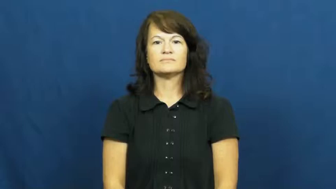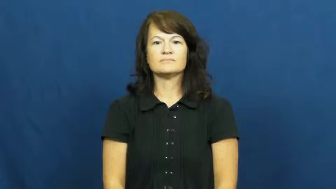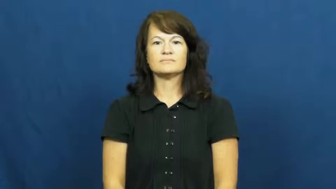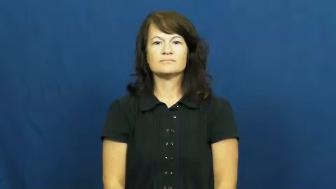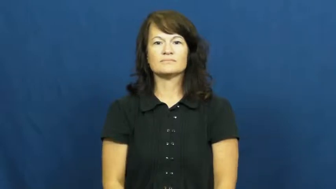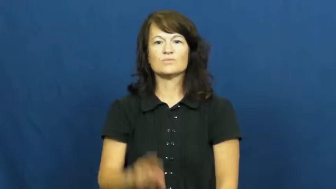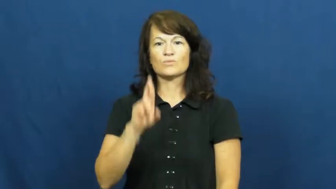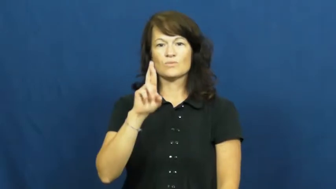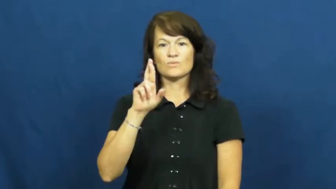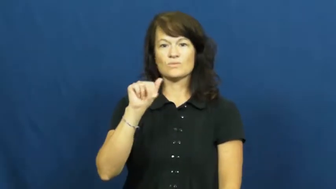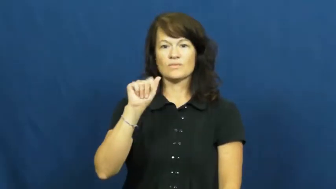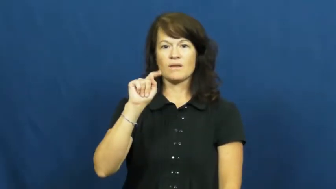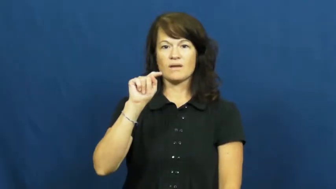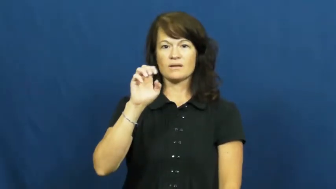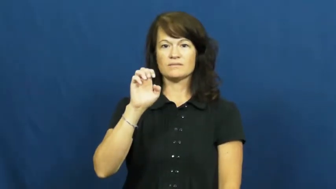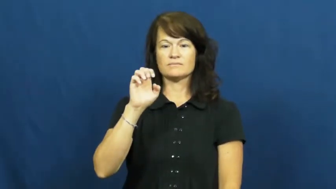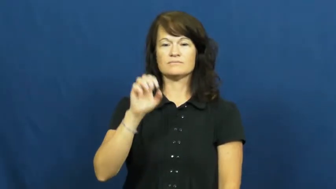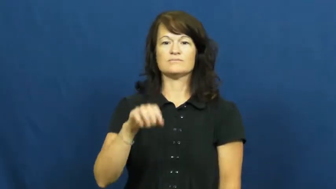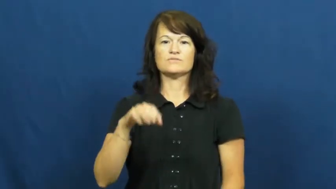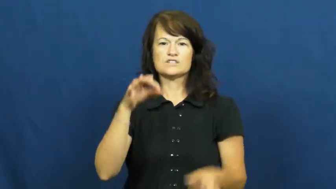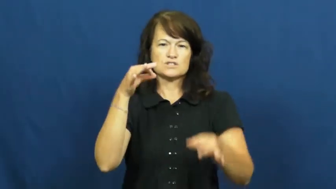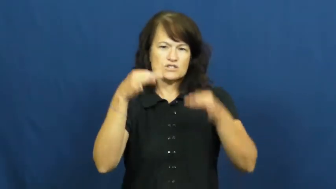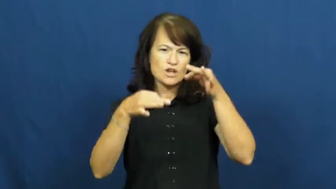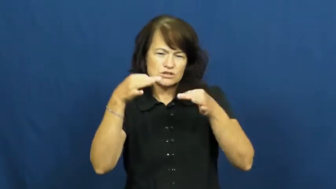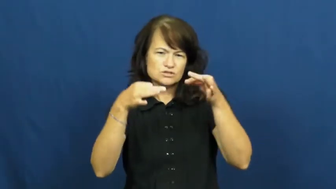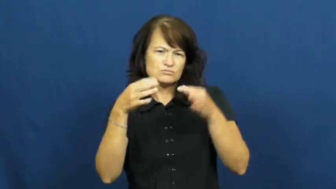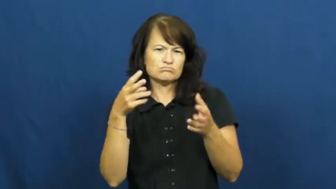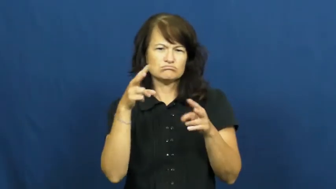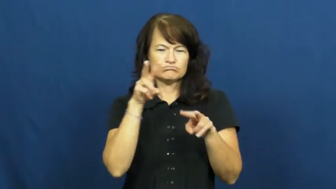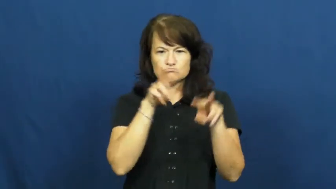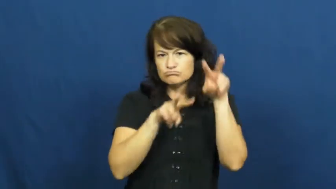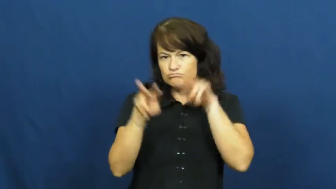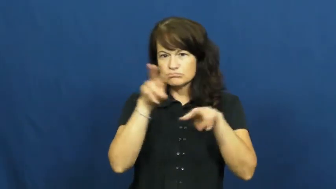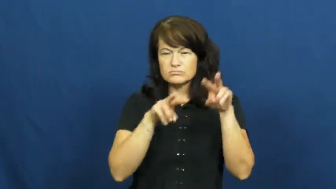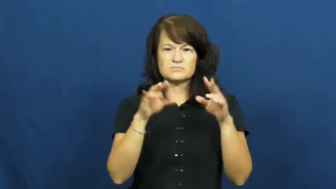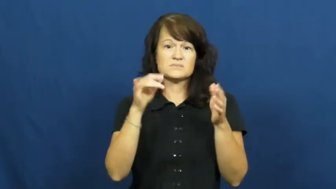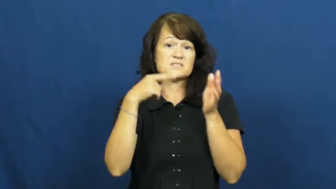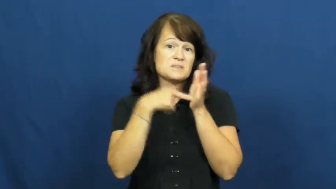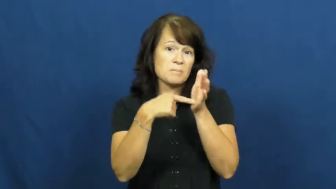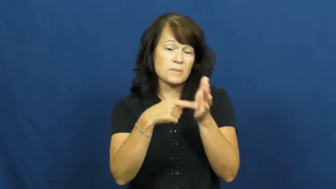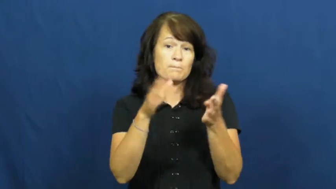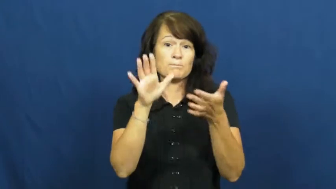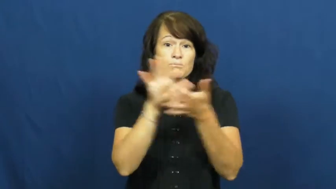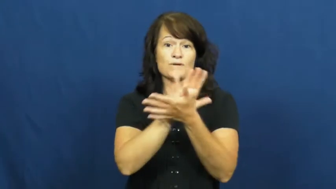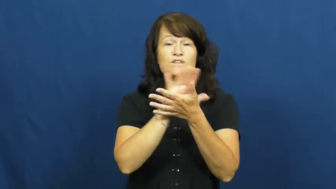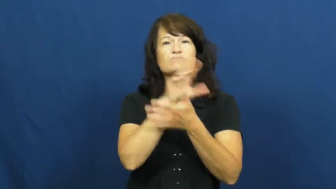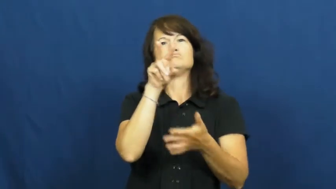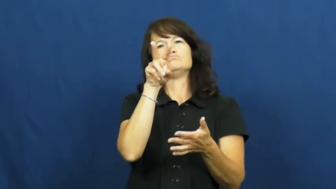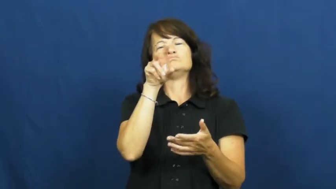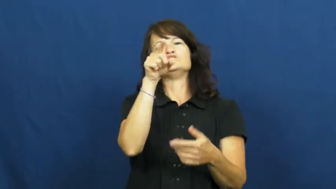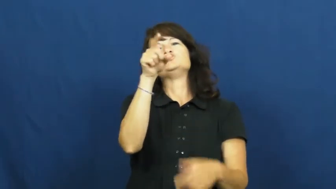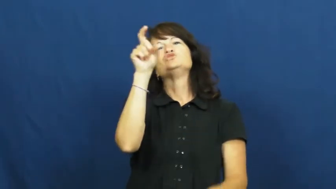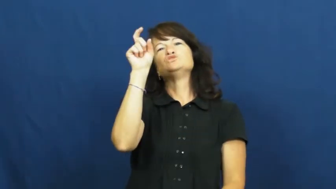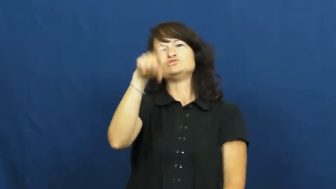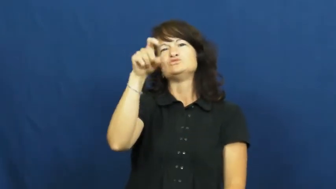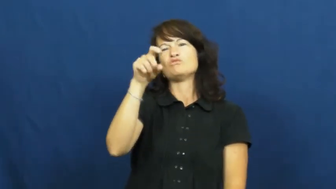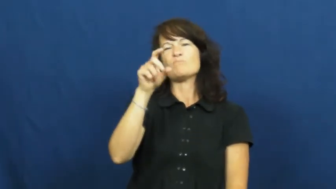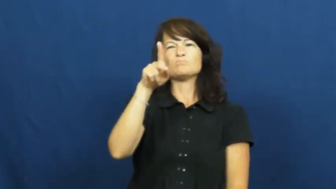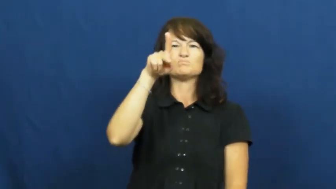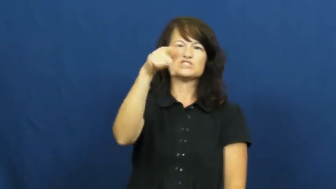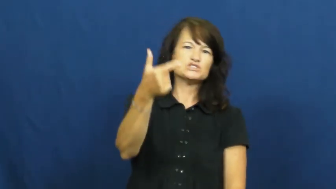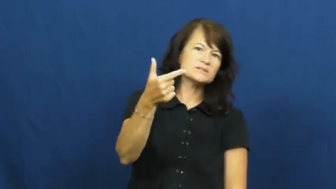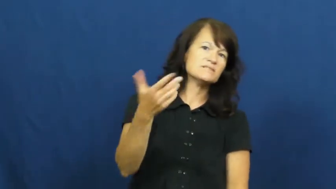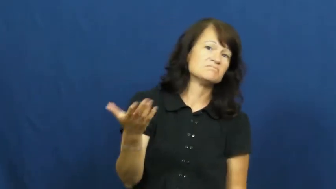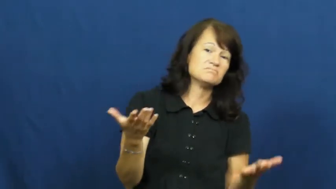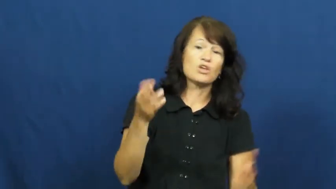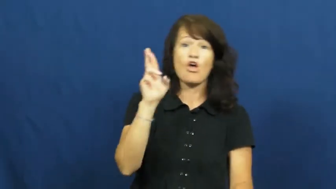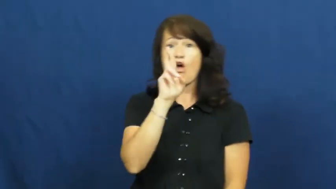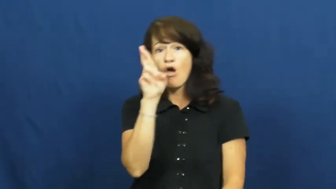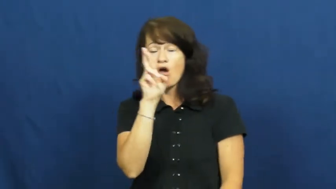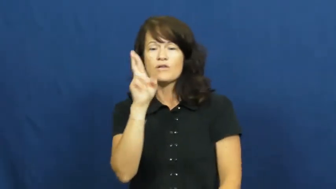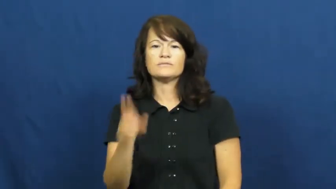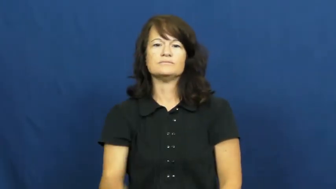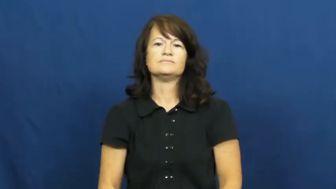rate-evaluate